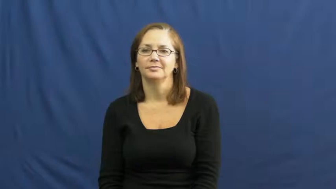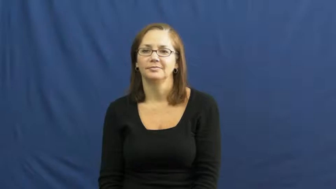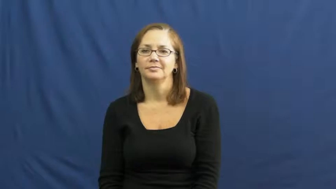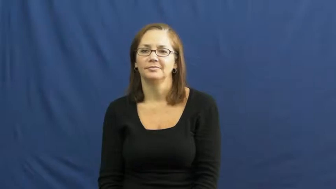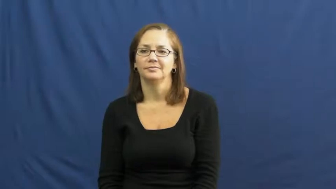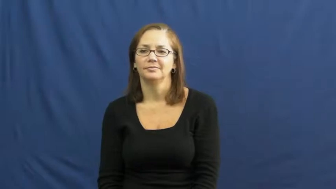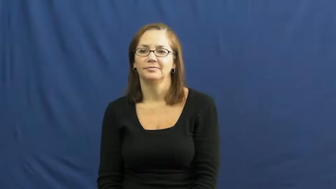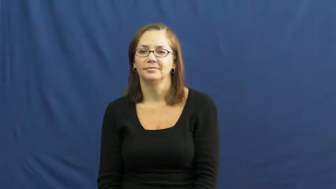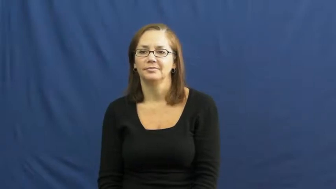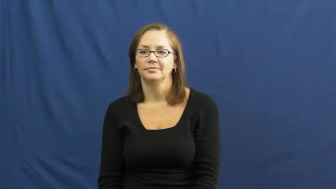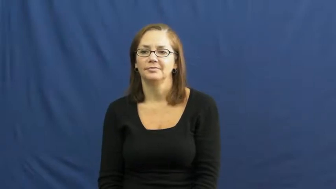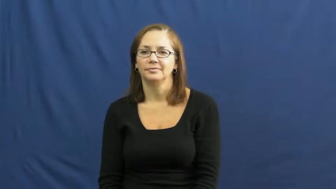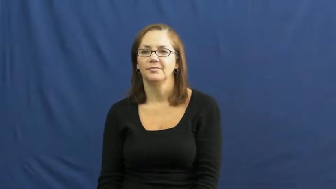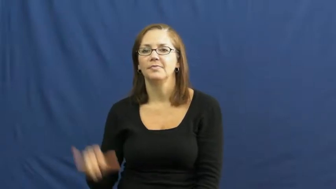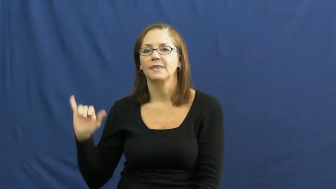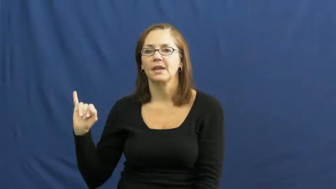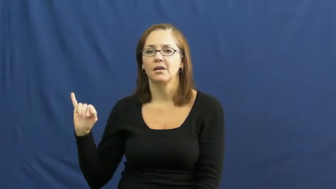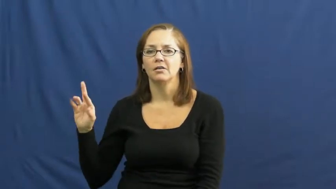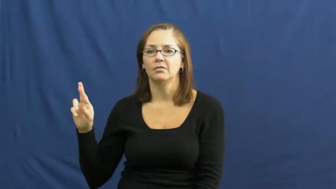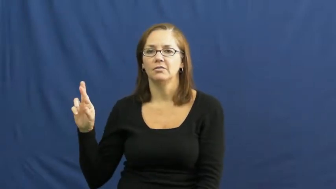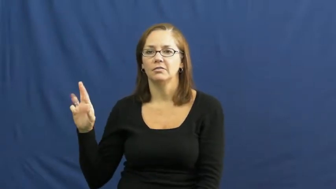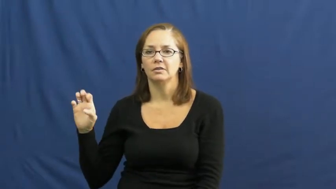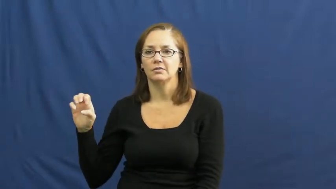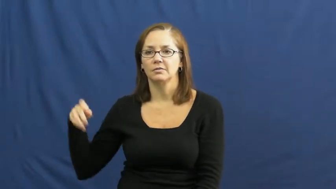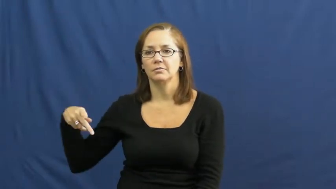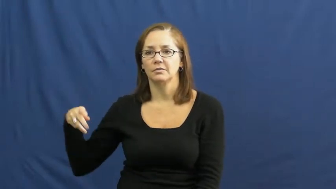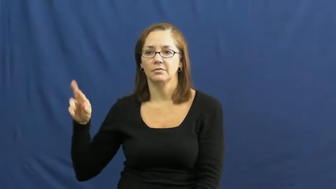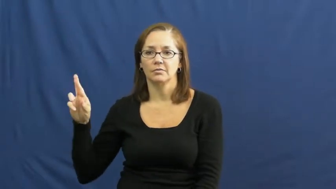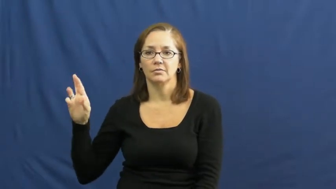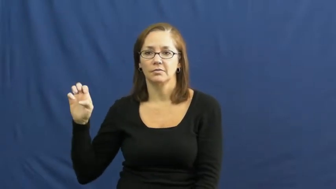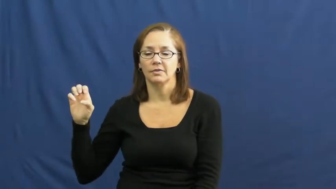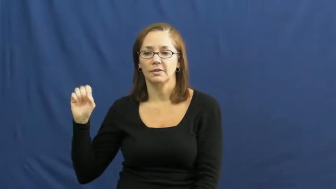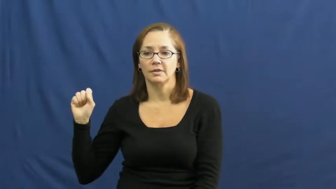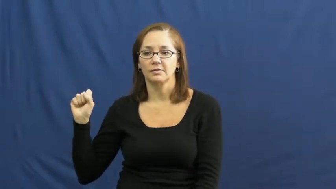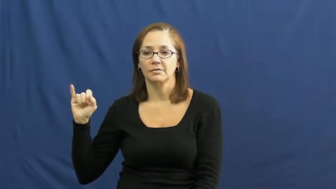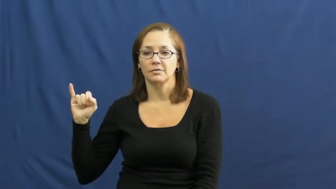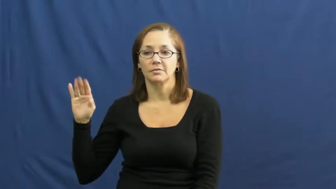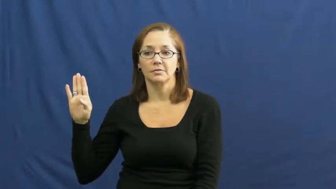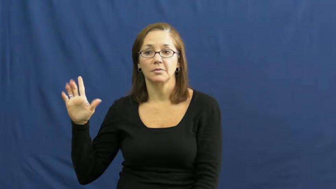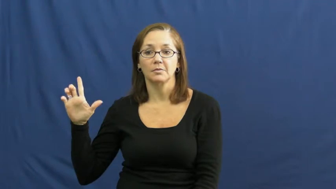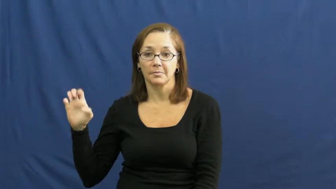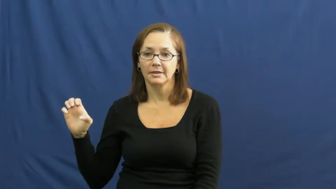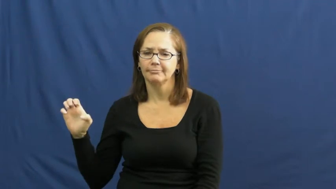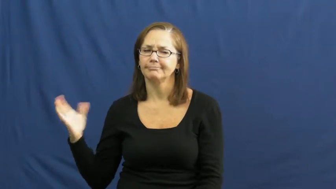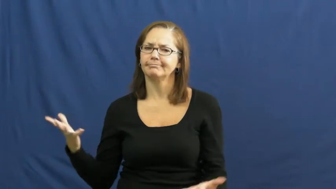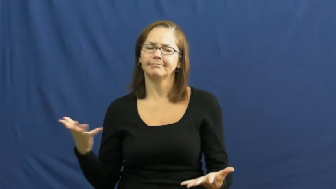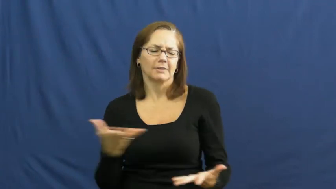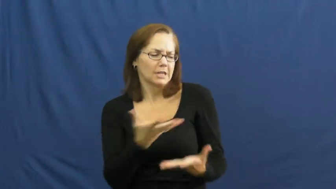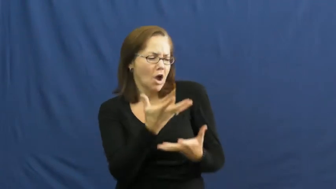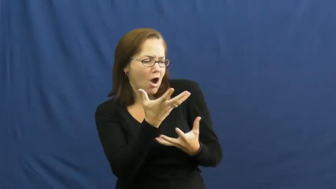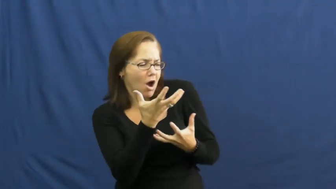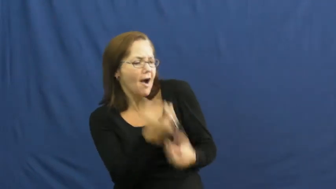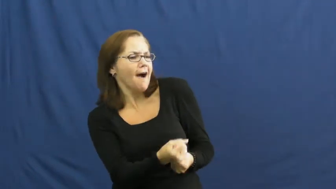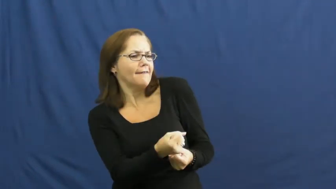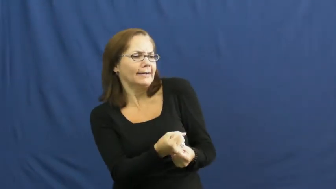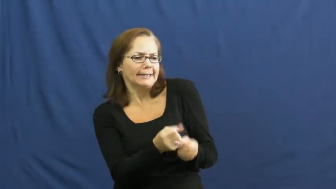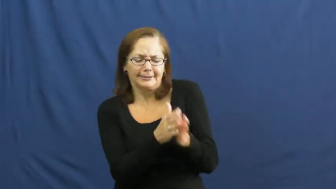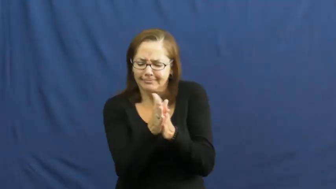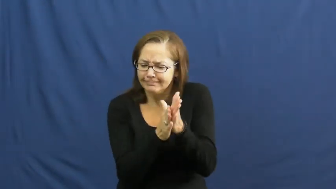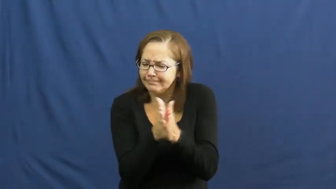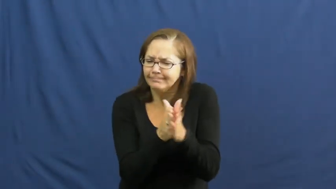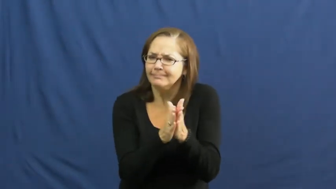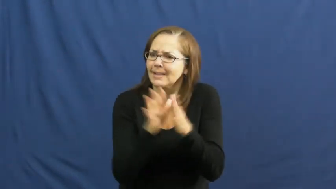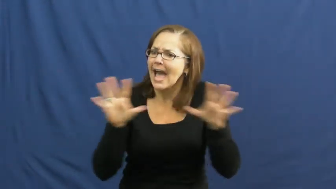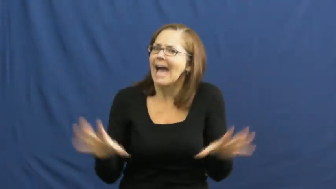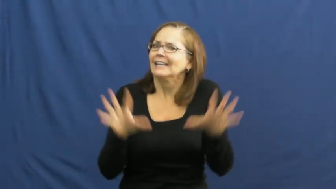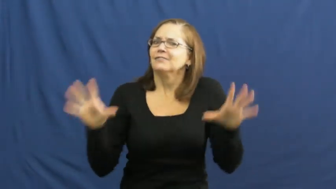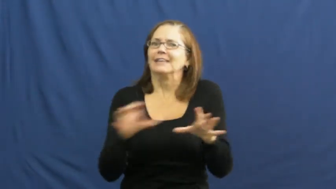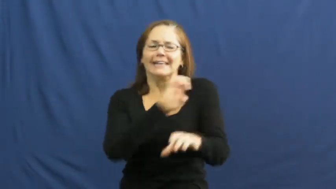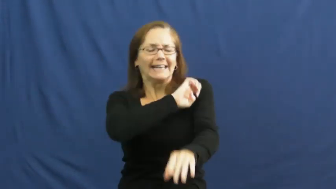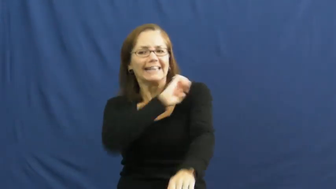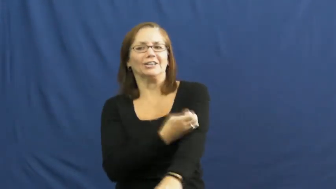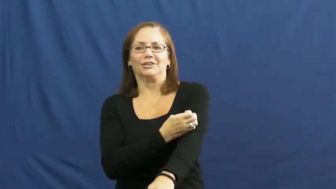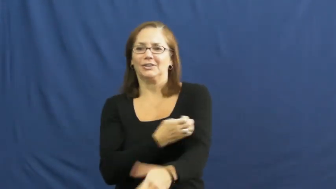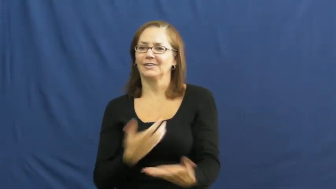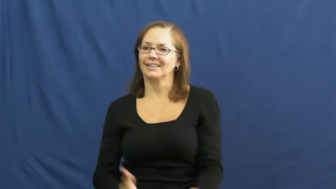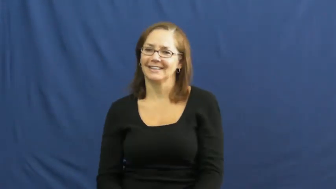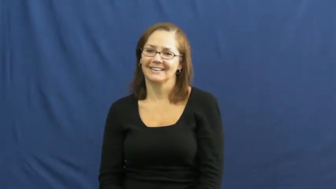irrepressible